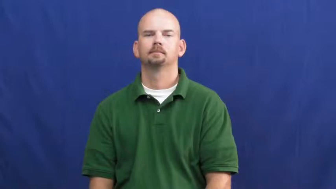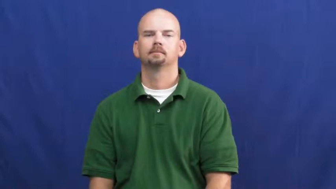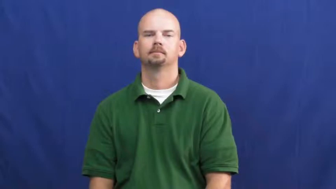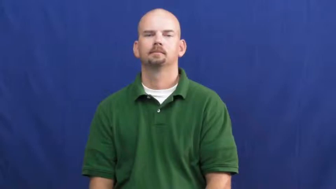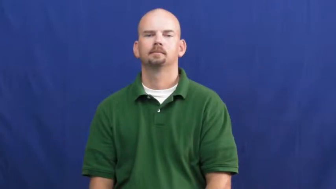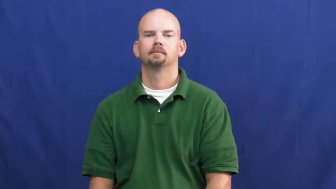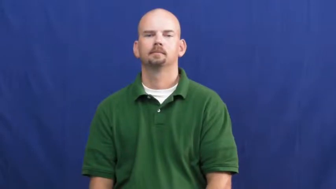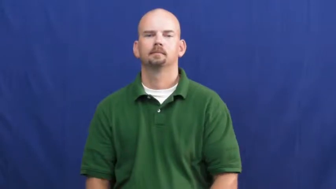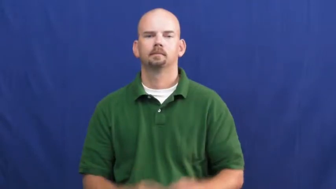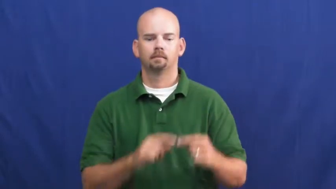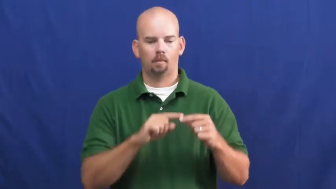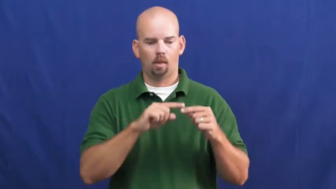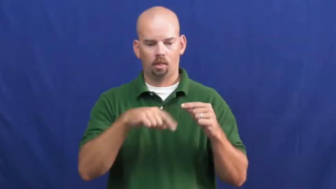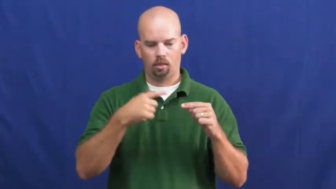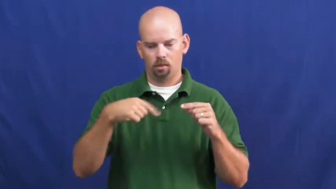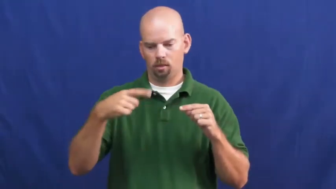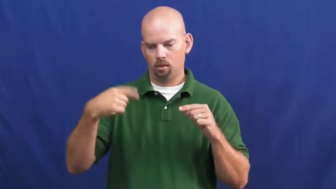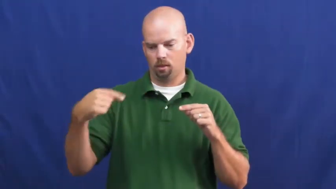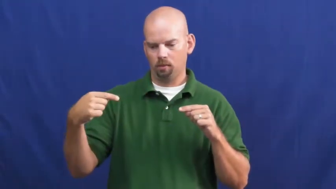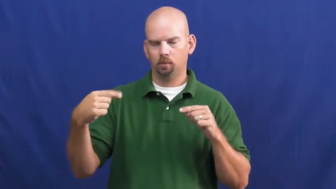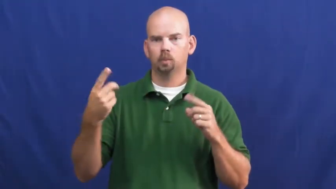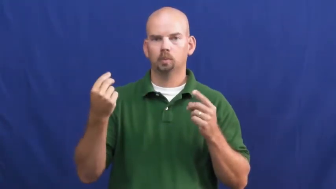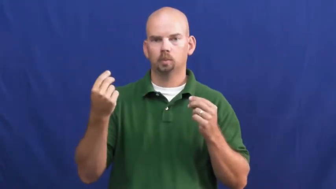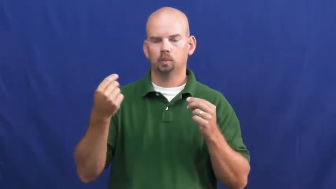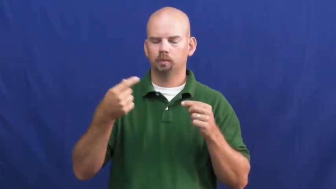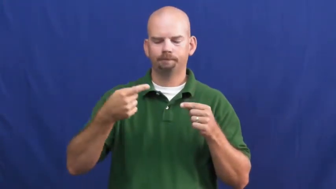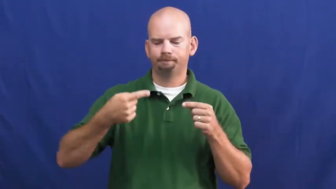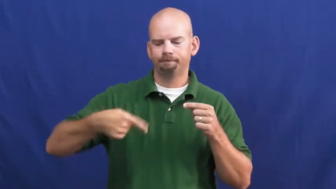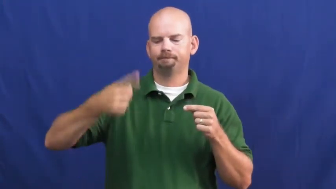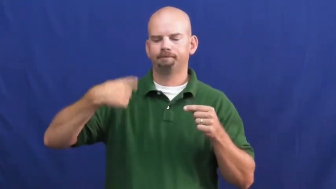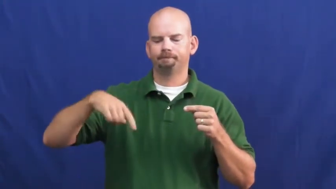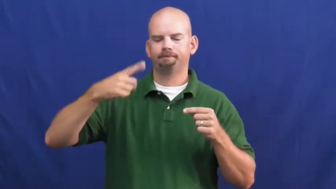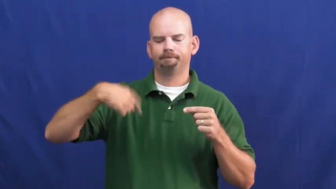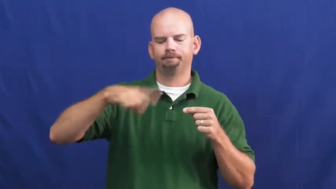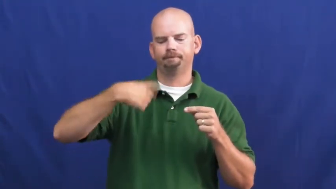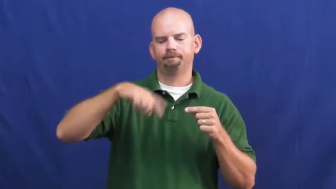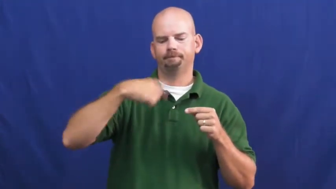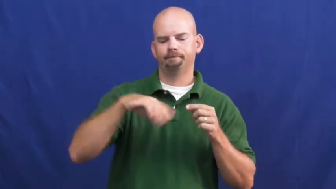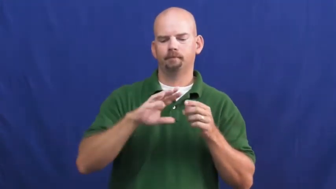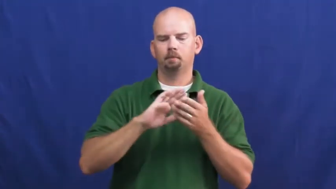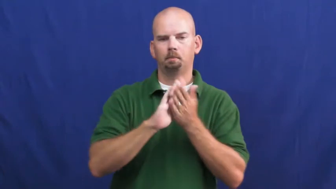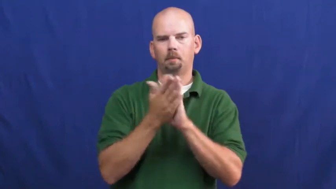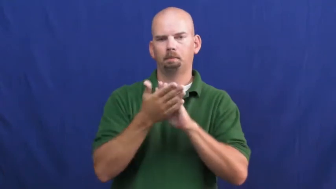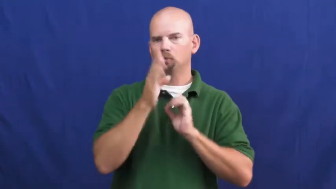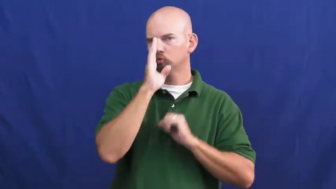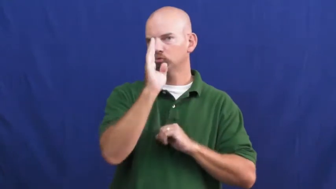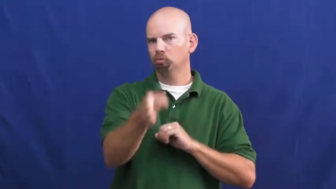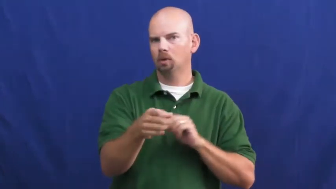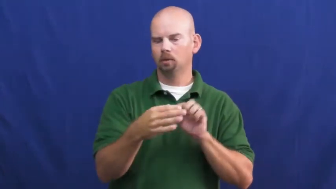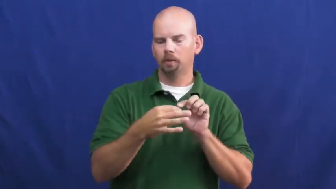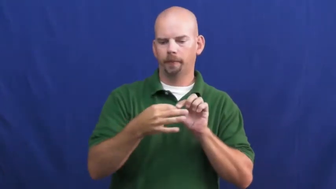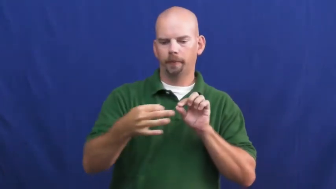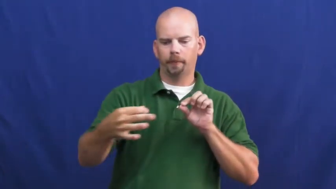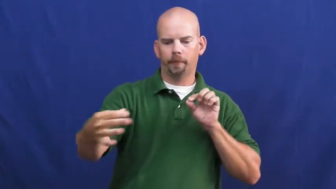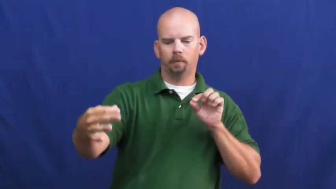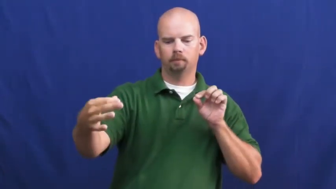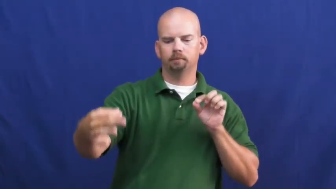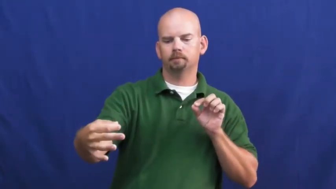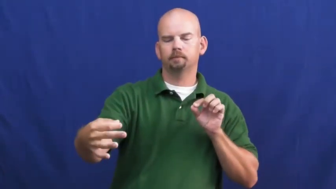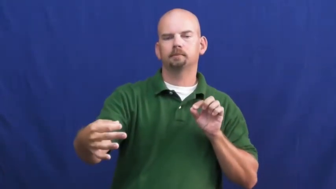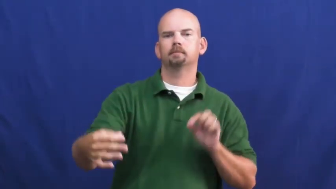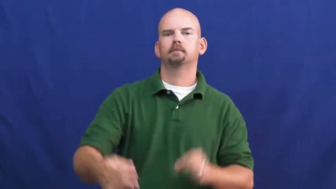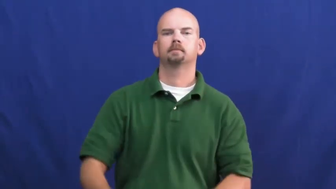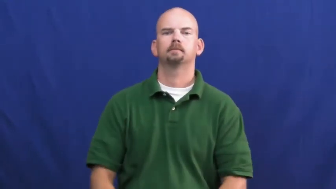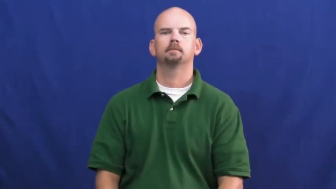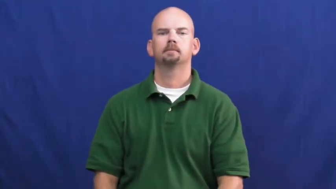uncurl